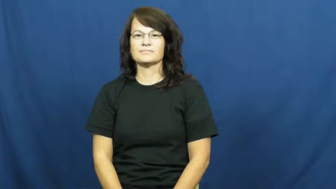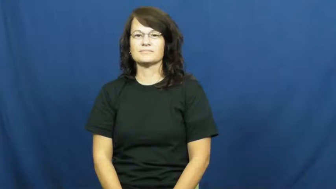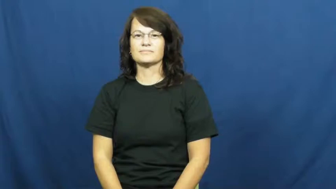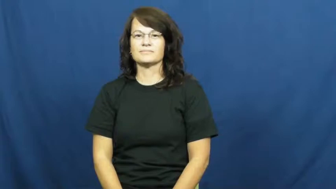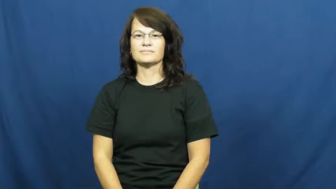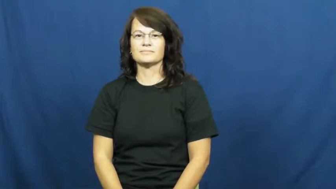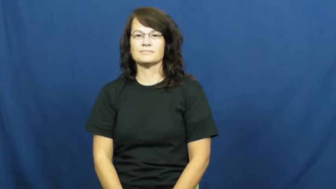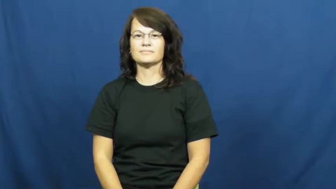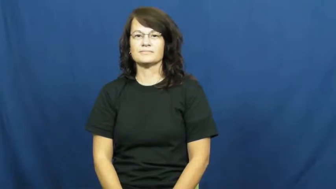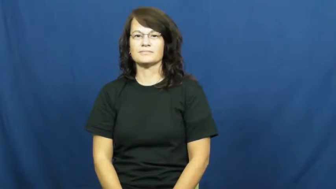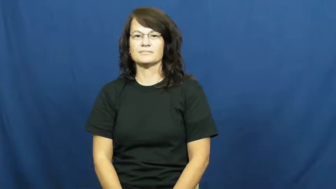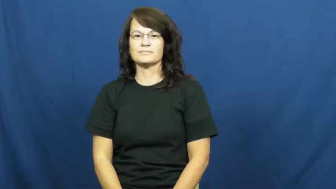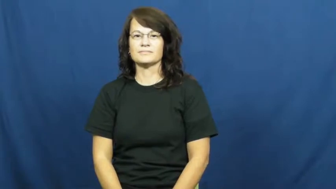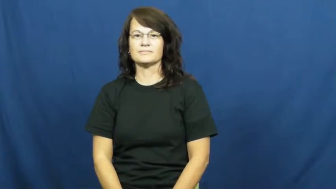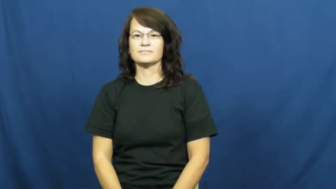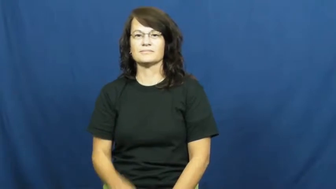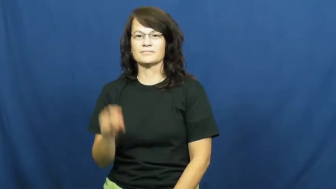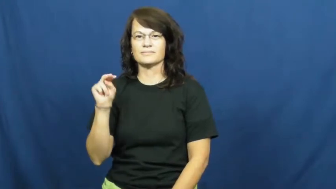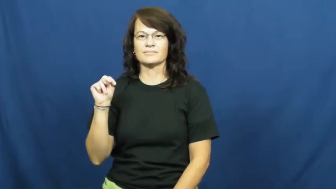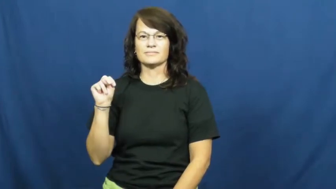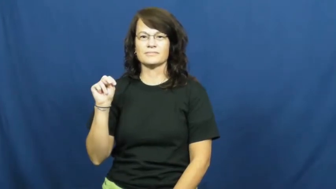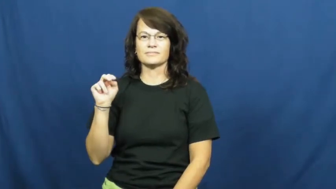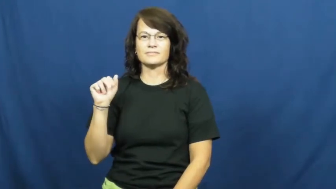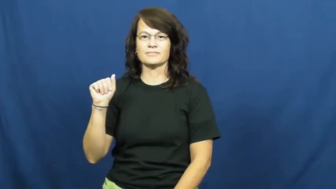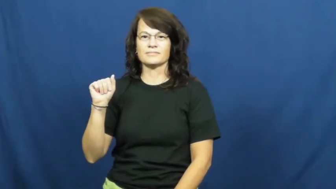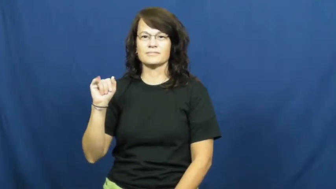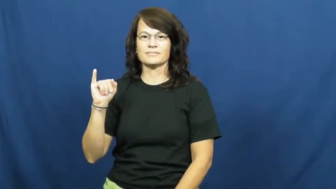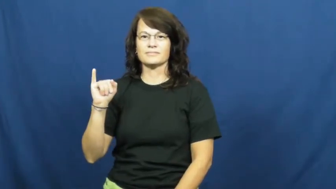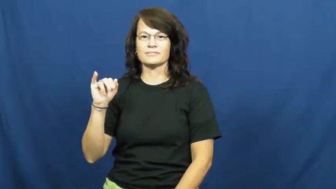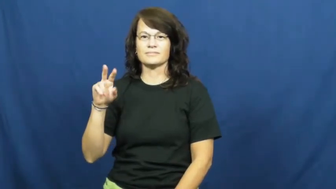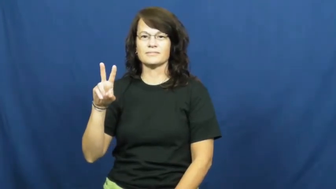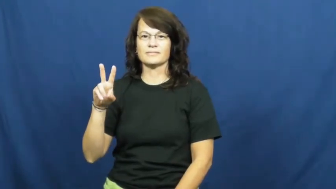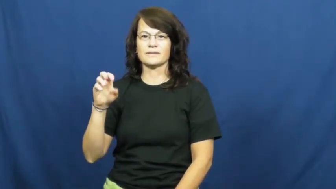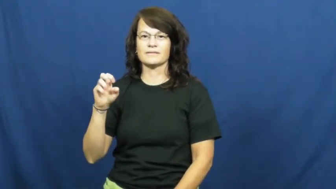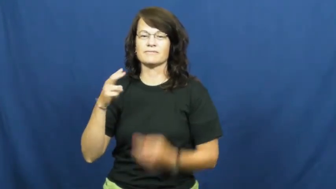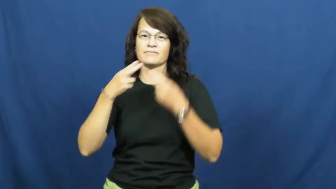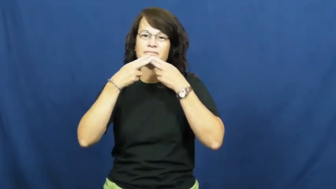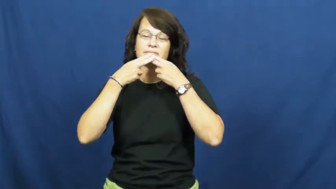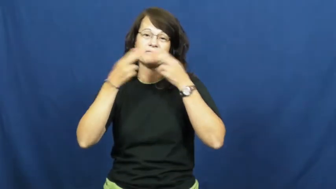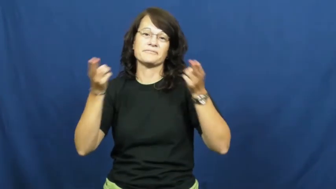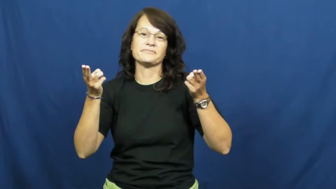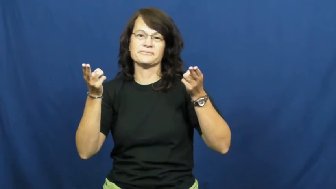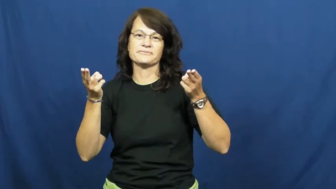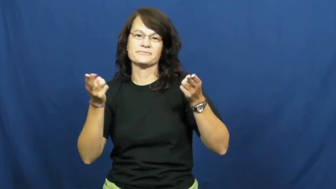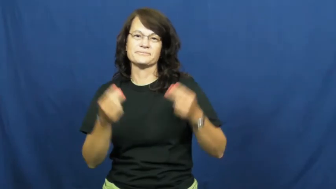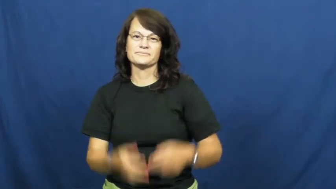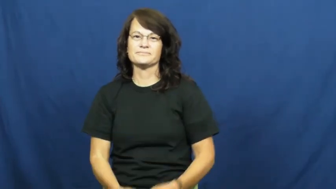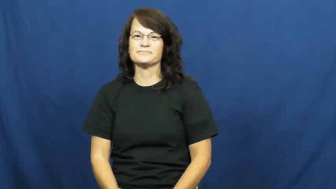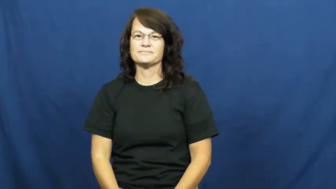naive